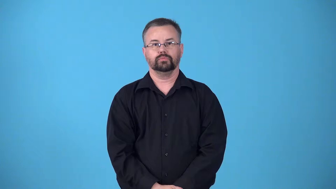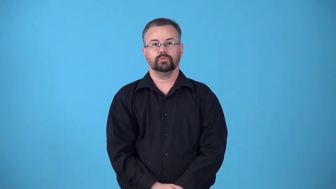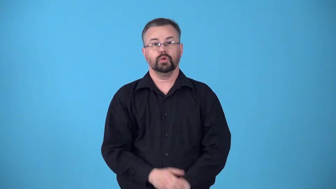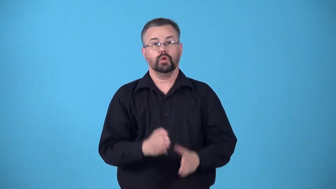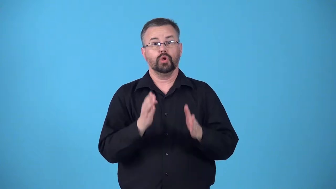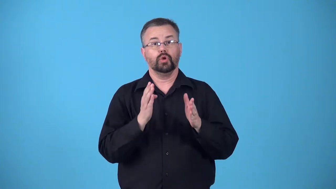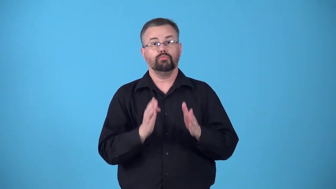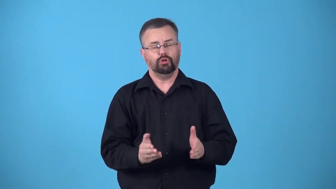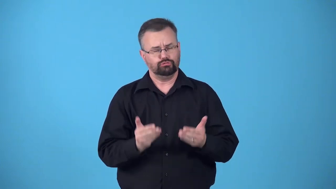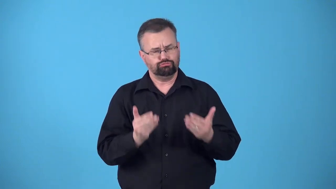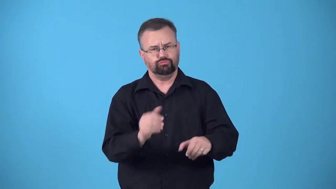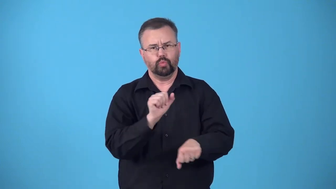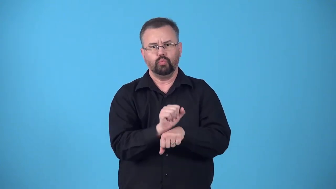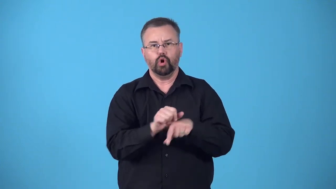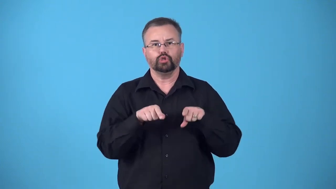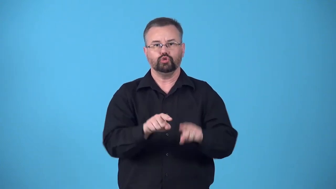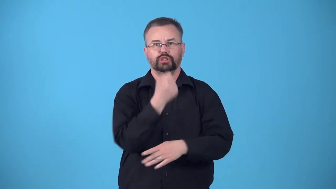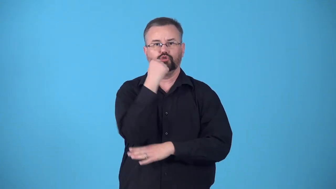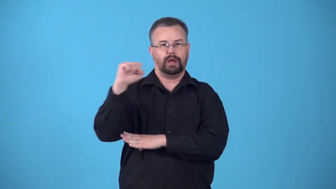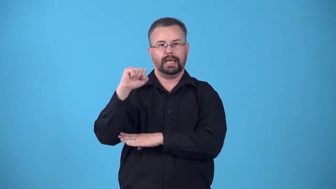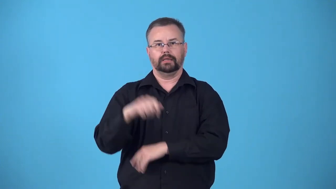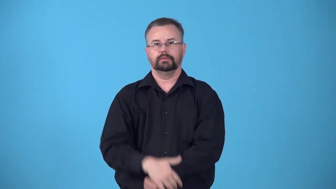balckleg,scab